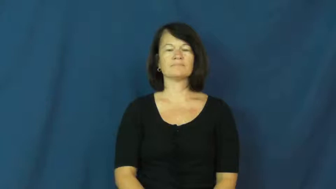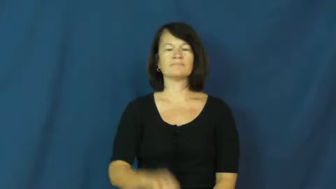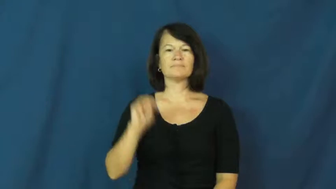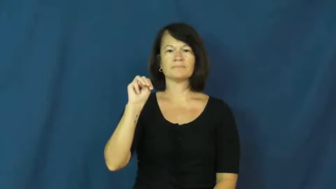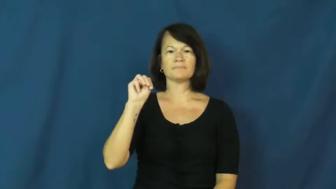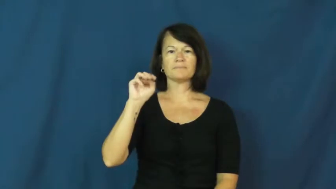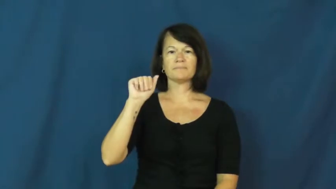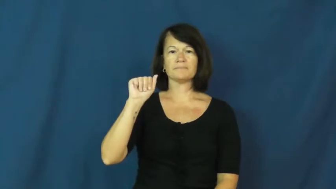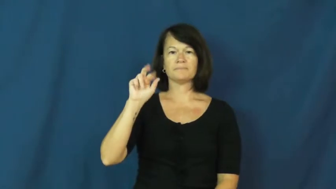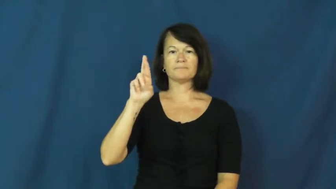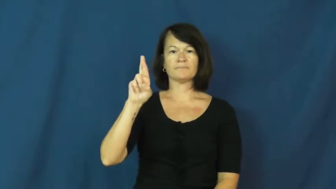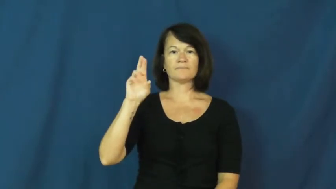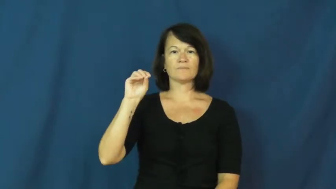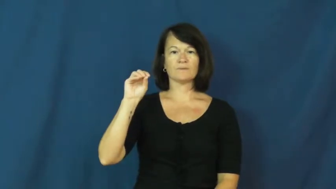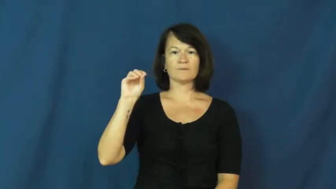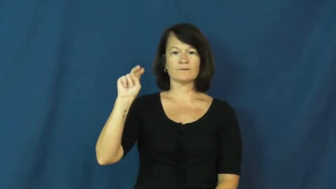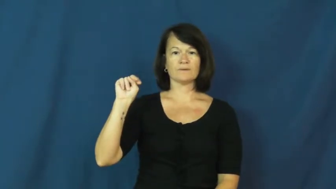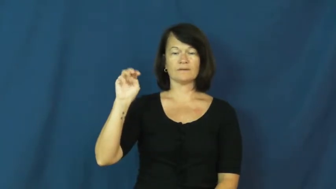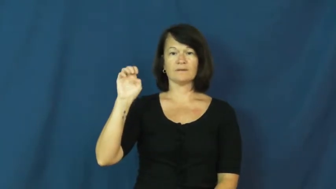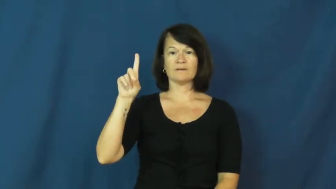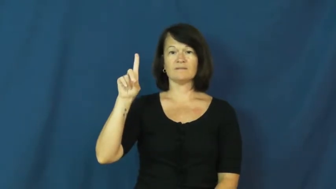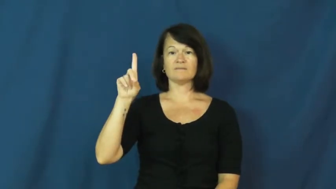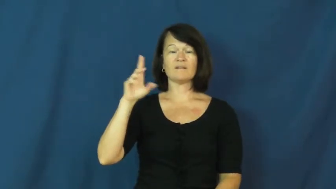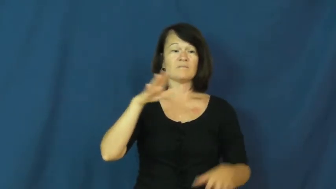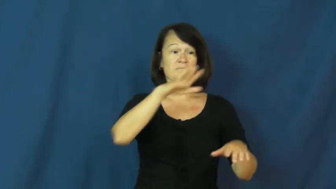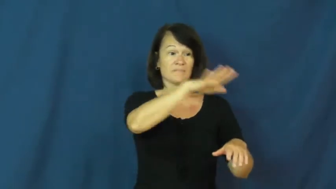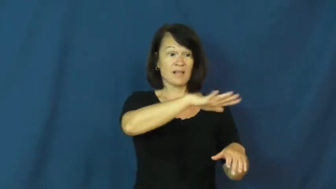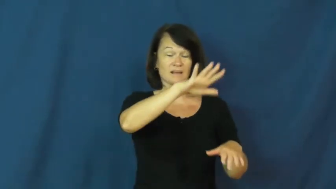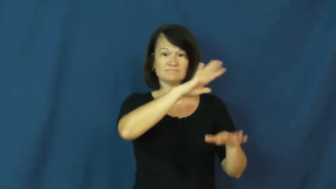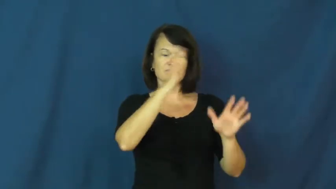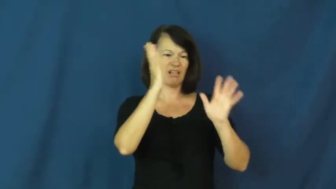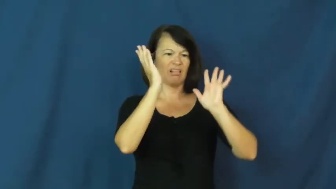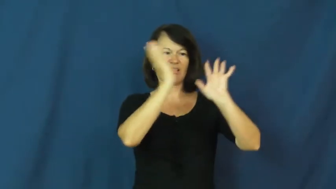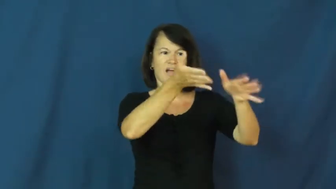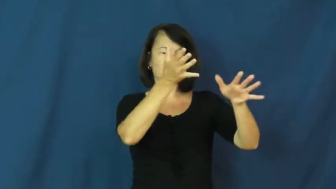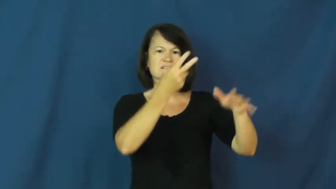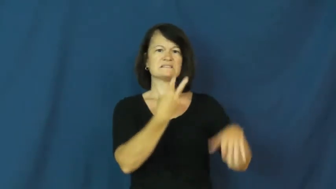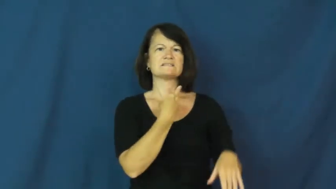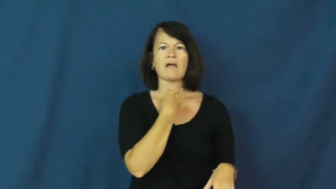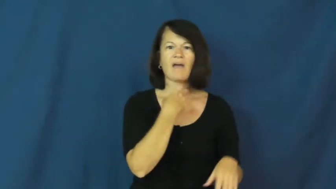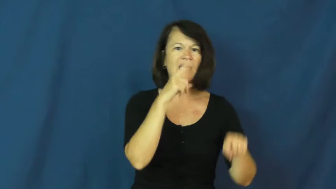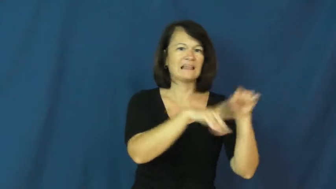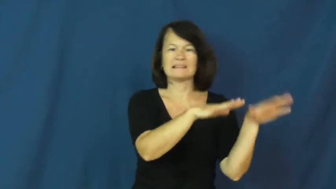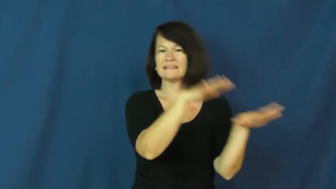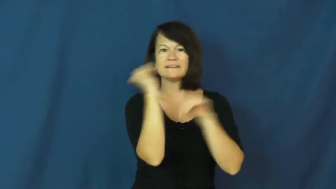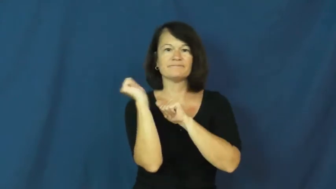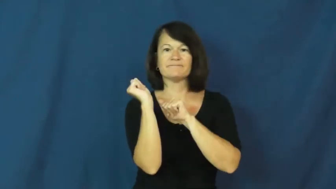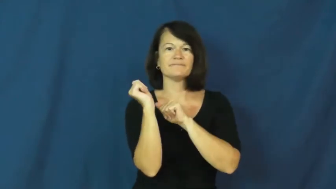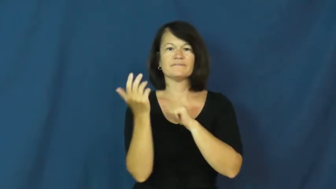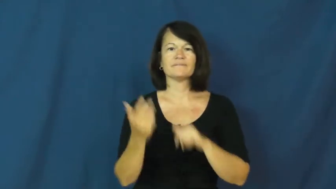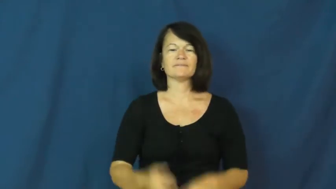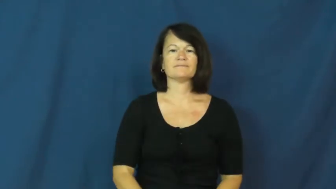marooned